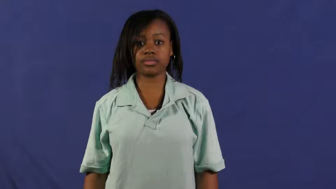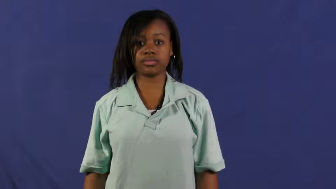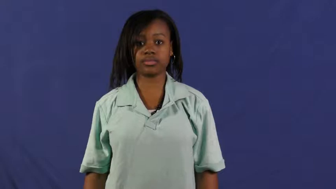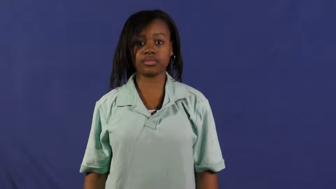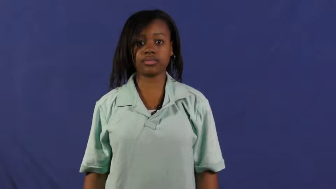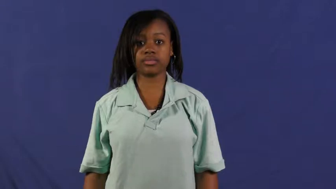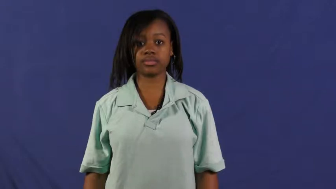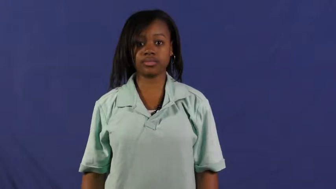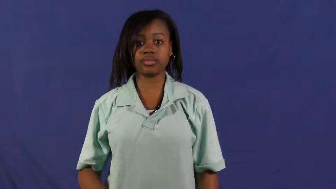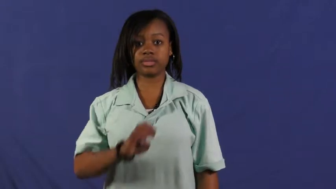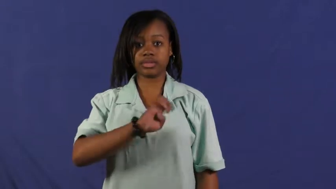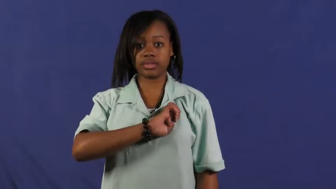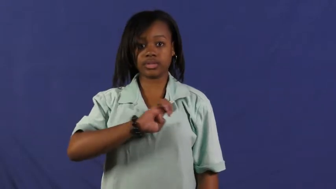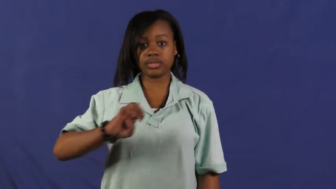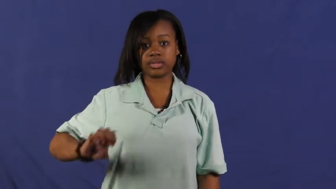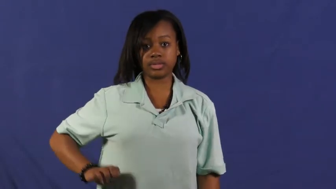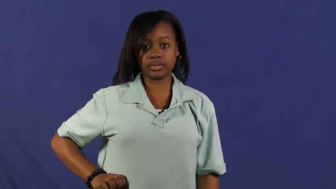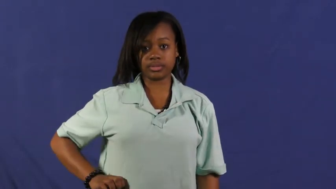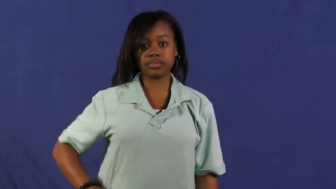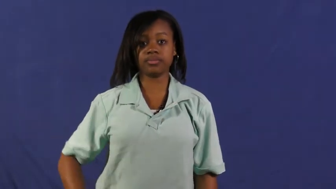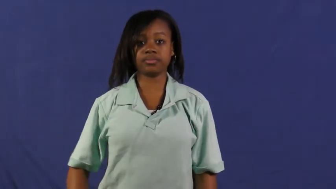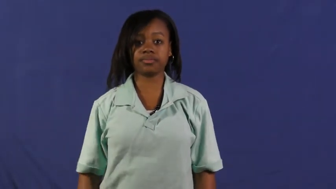emperor,emir